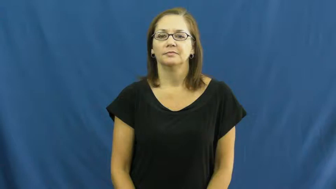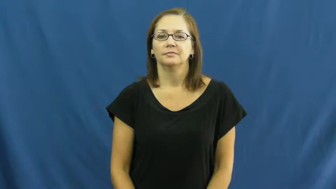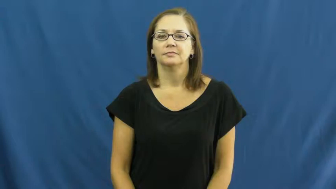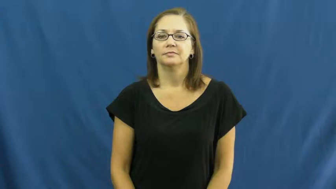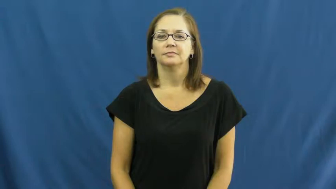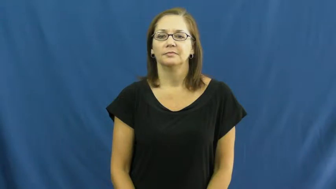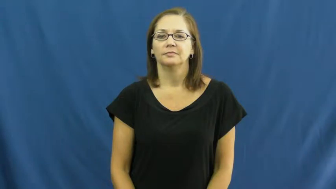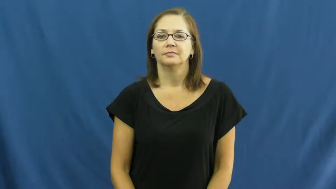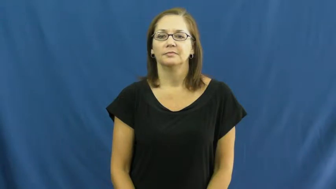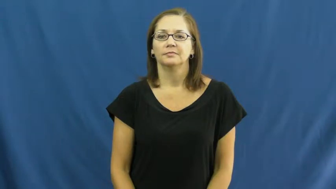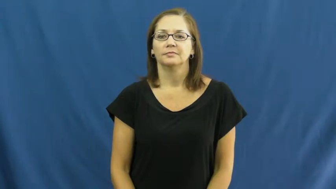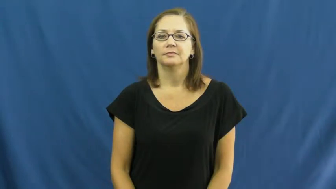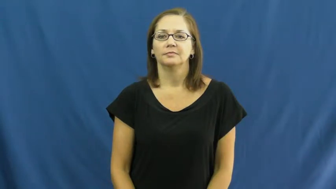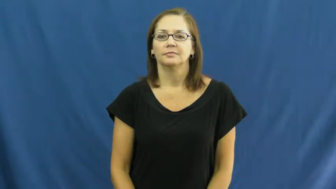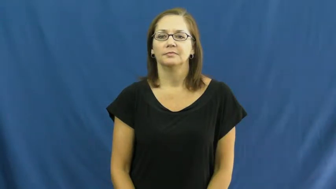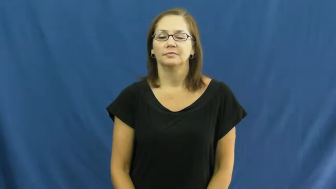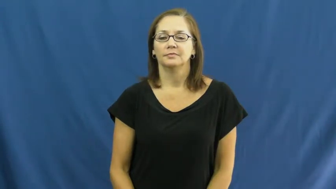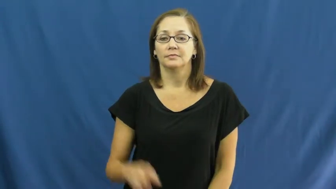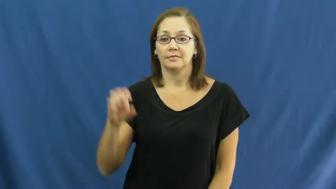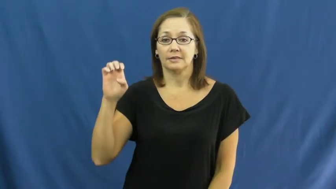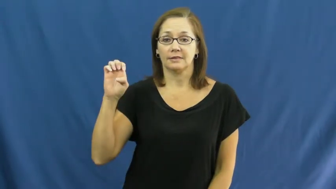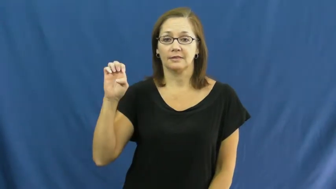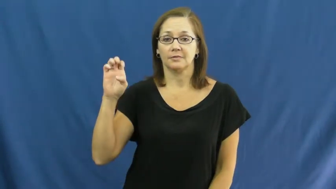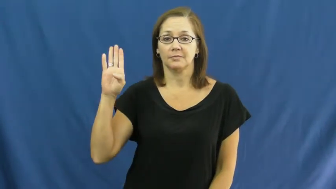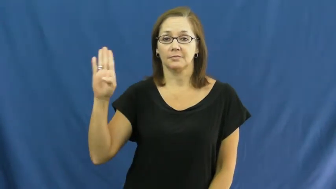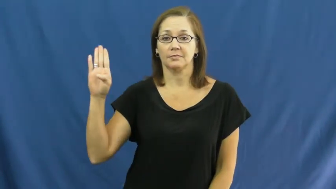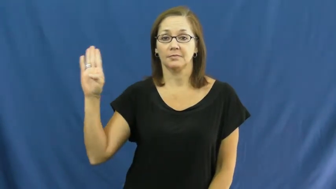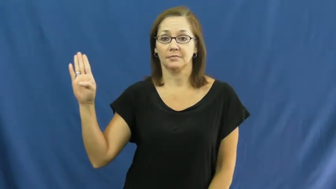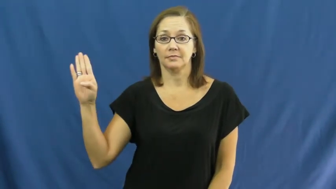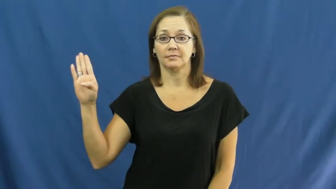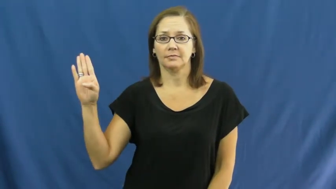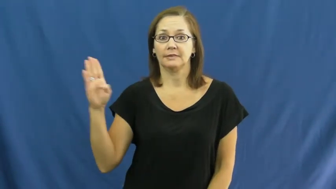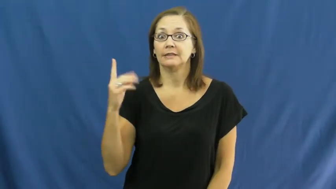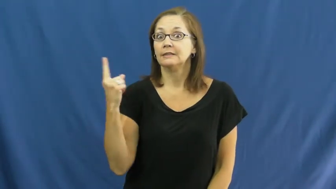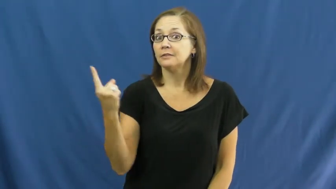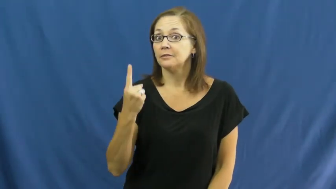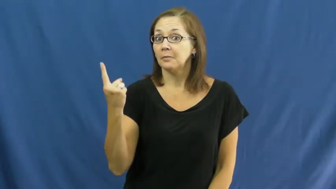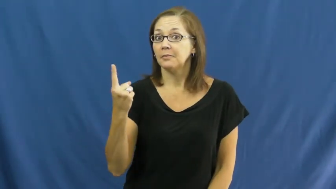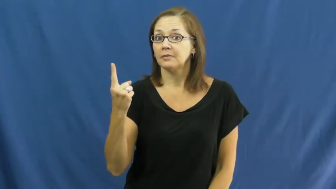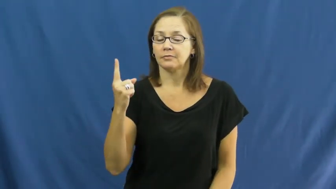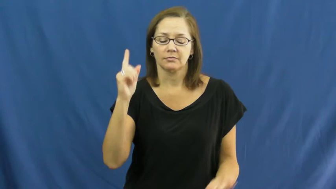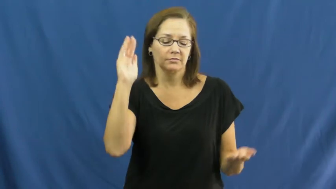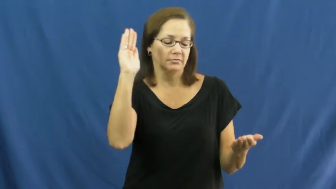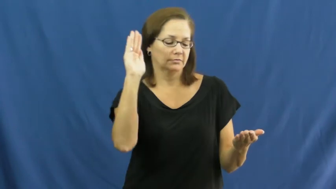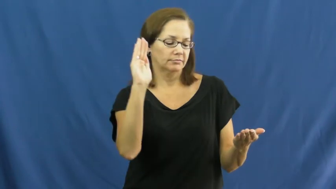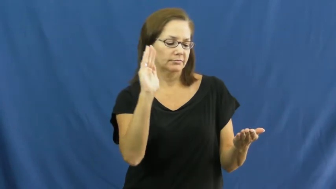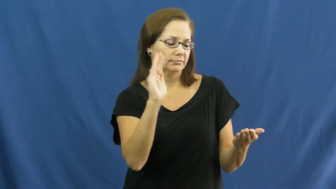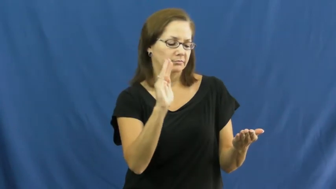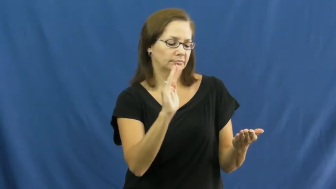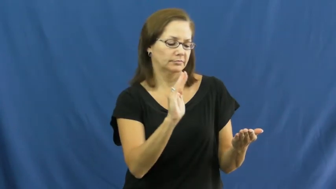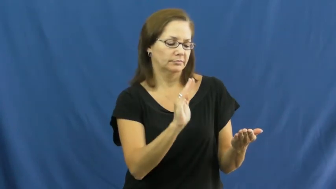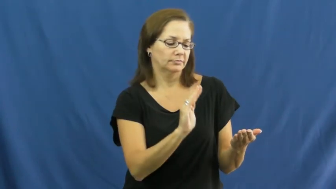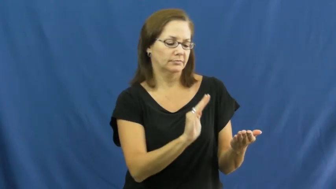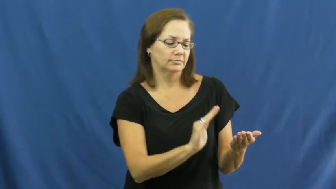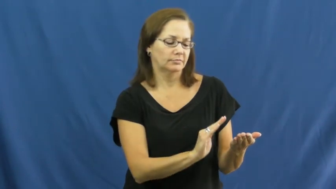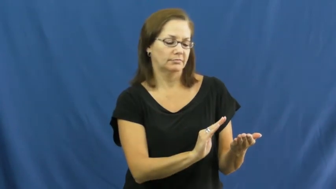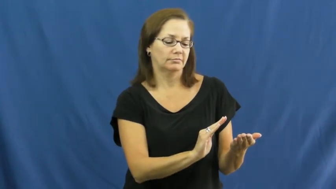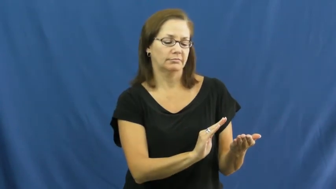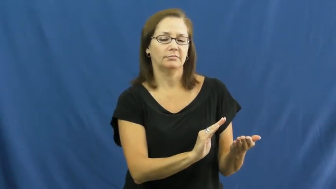ebb